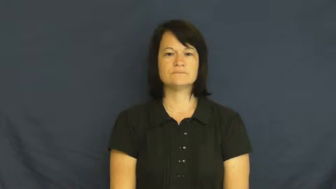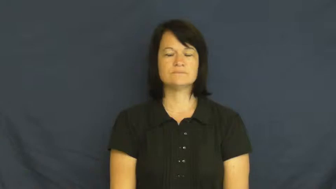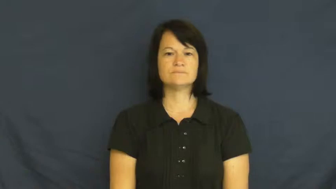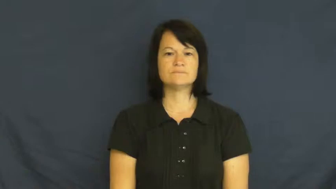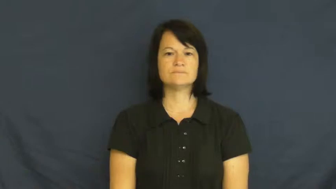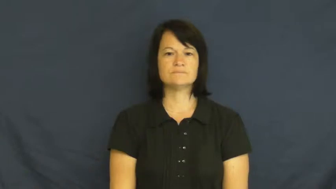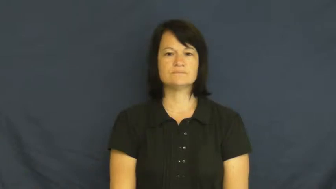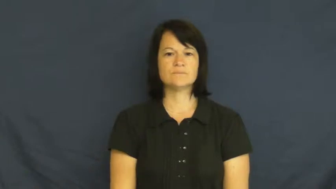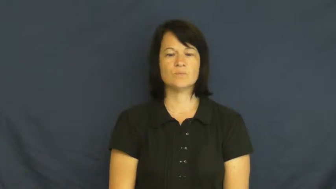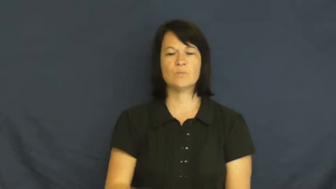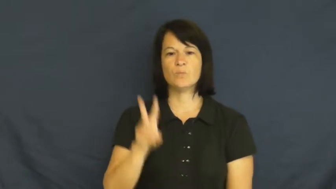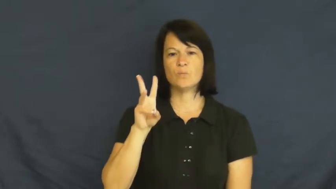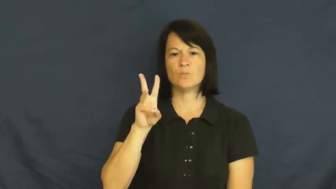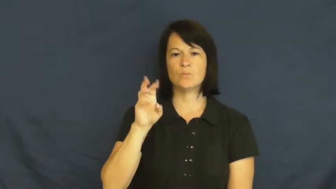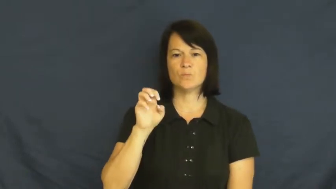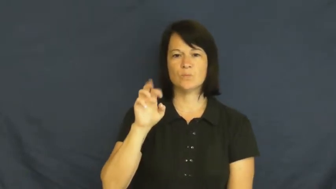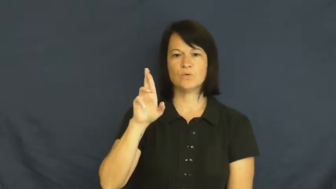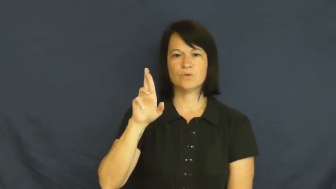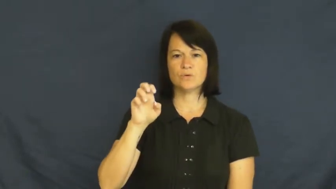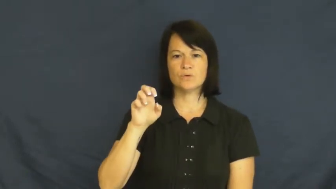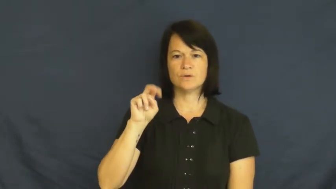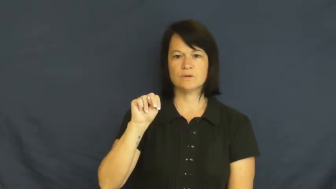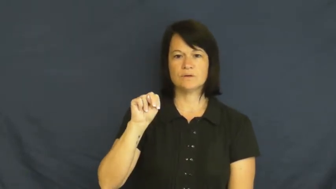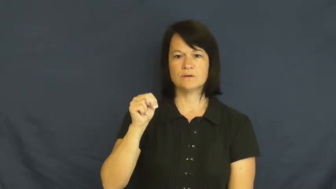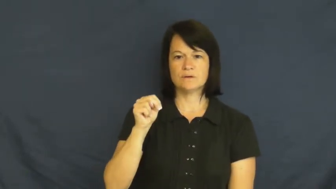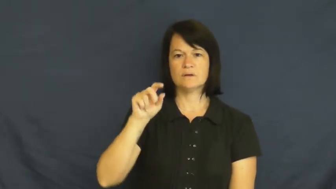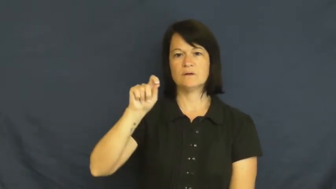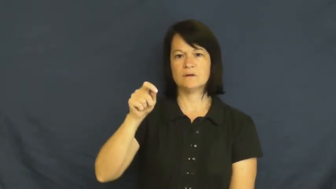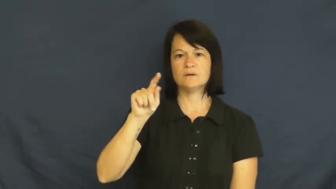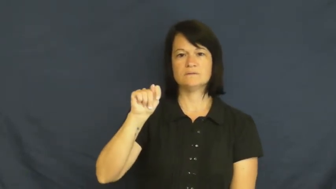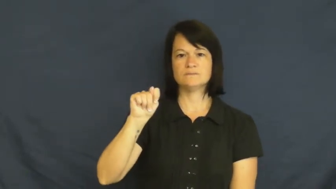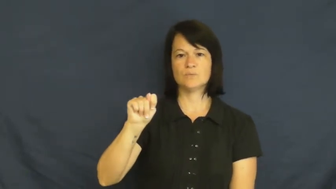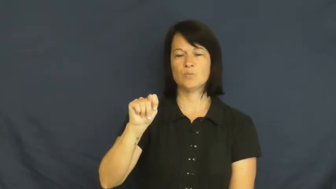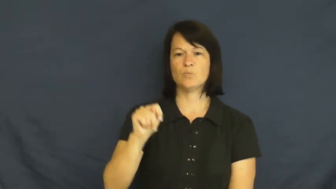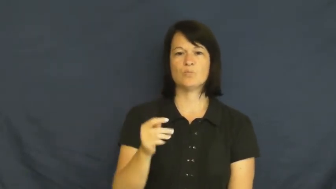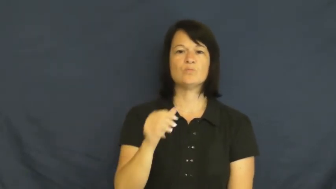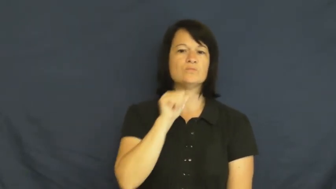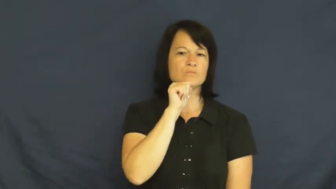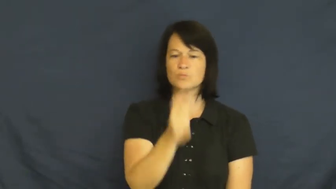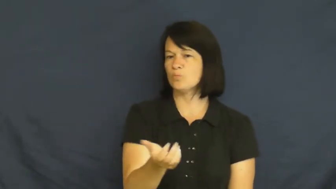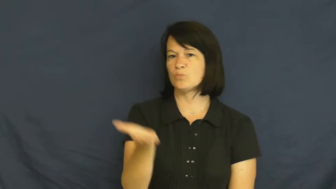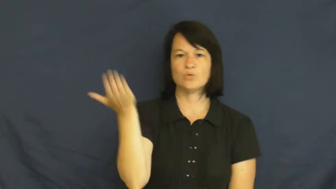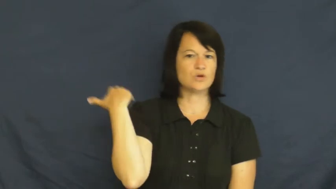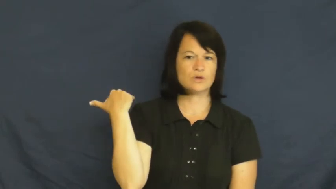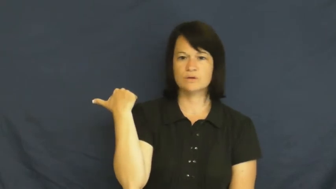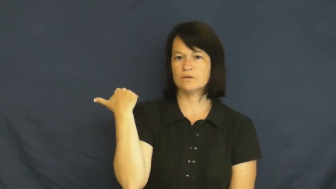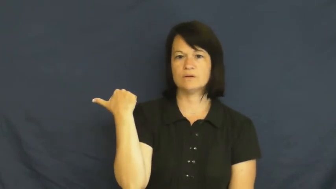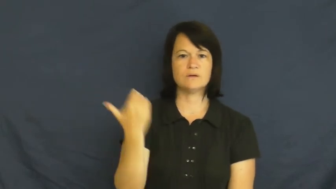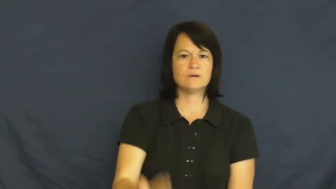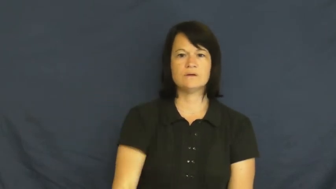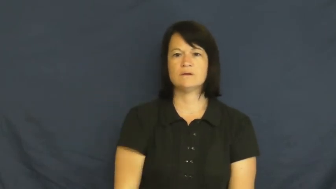weren't